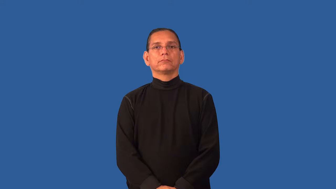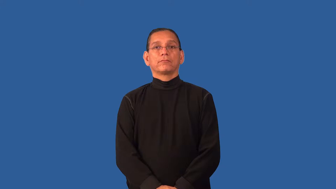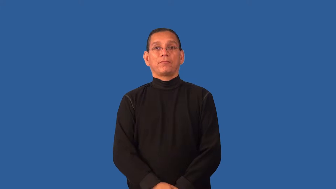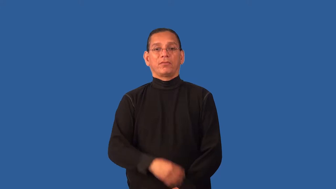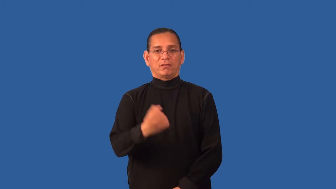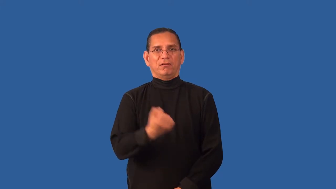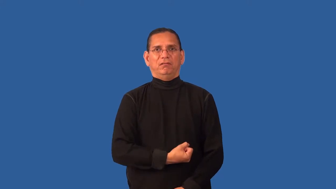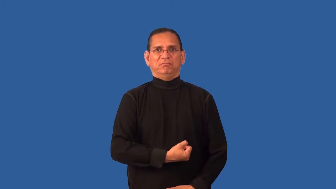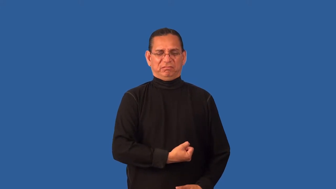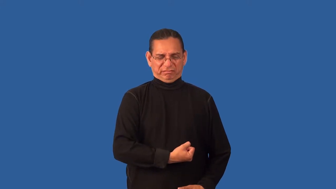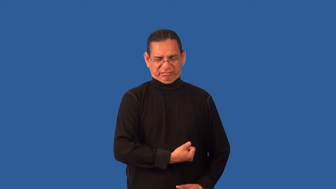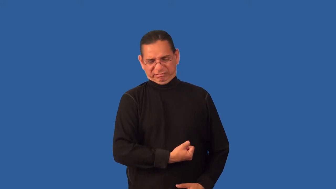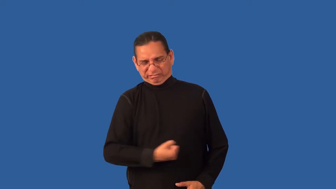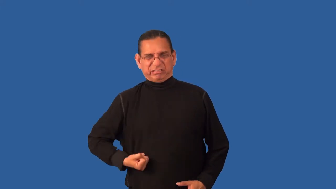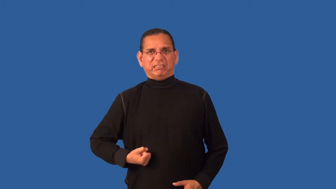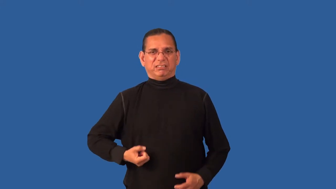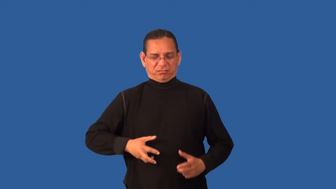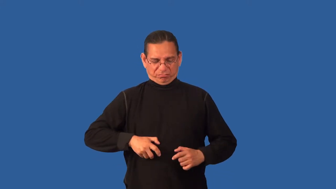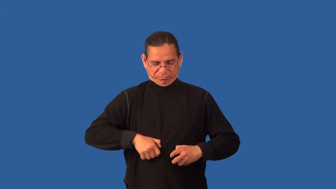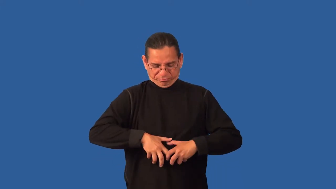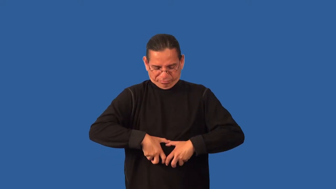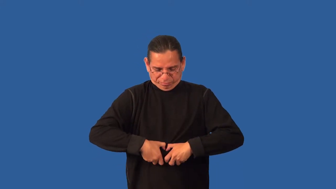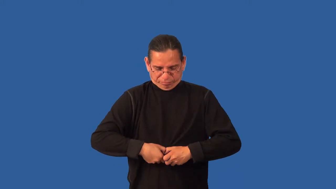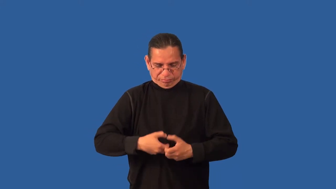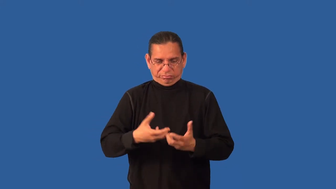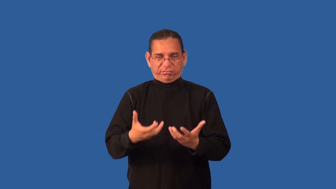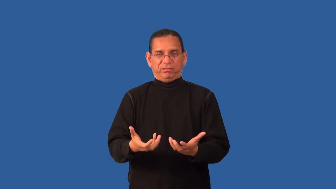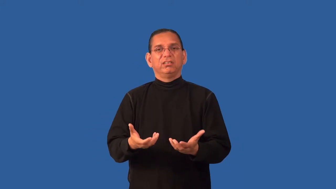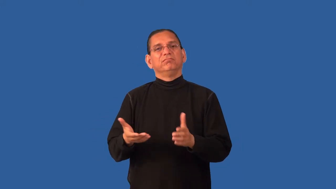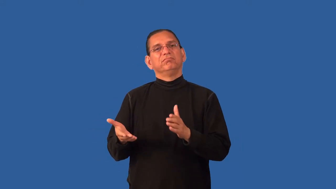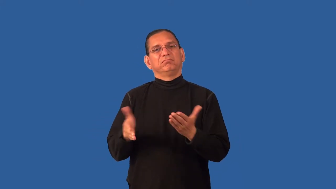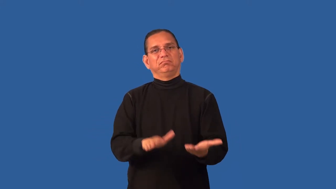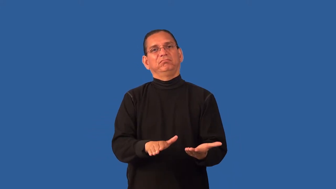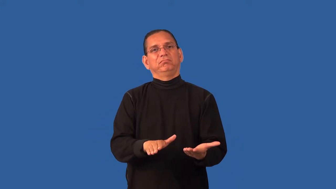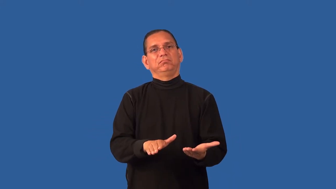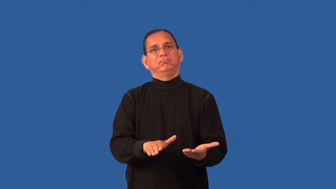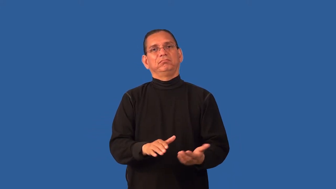disembowel,eviscerate